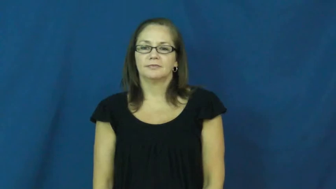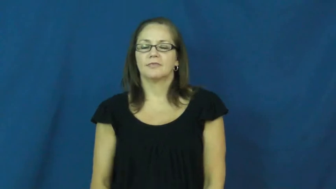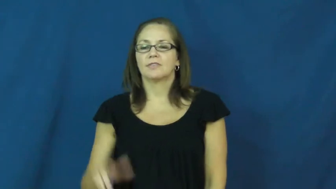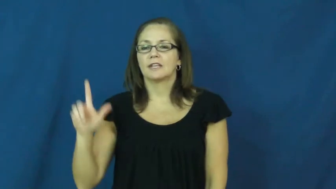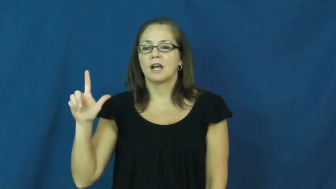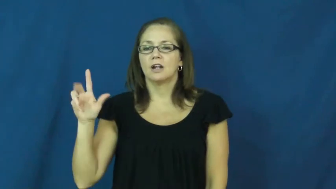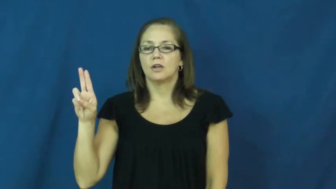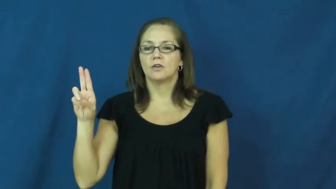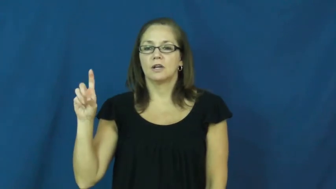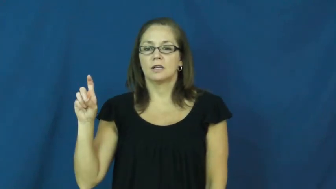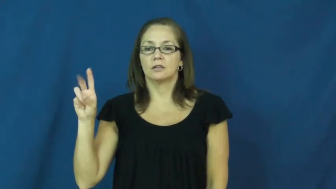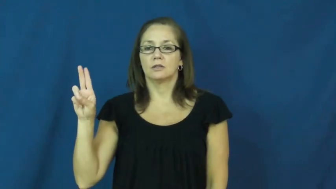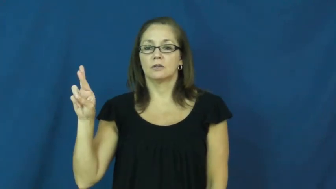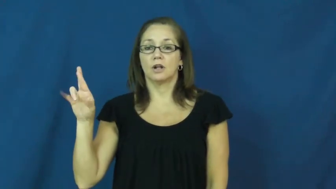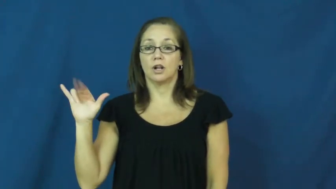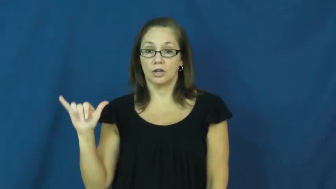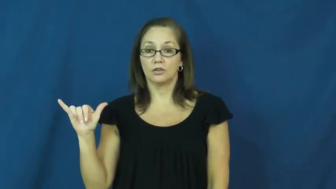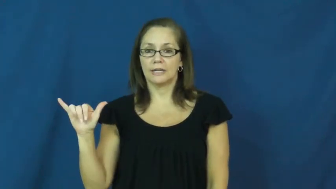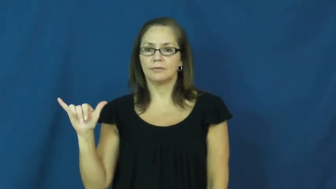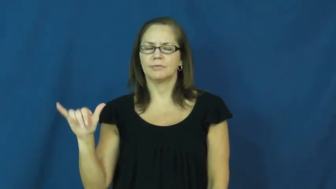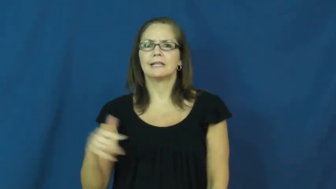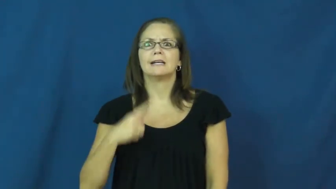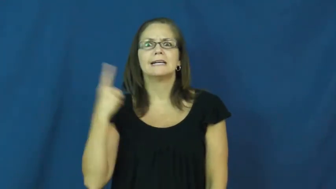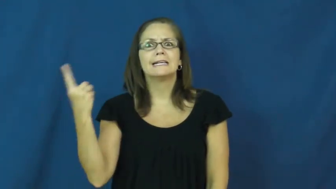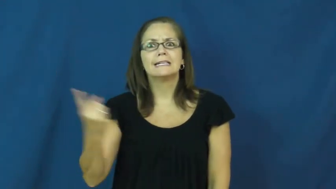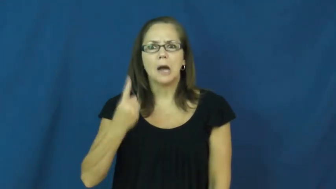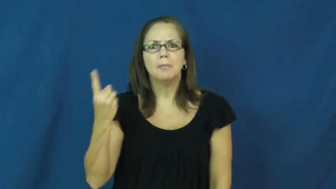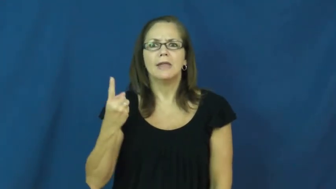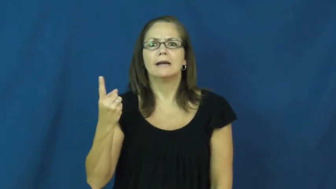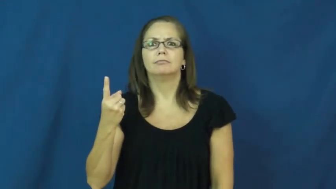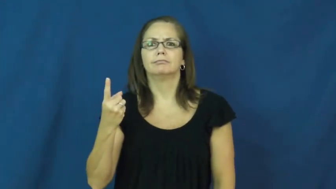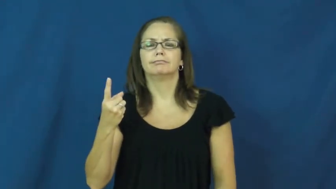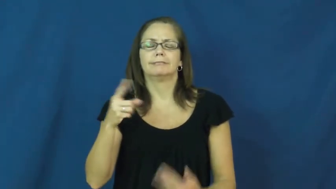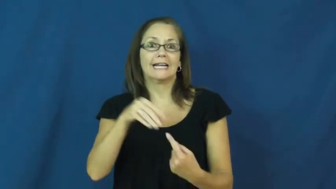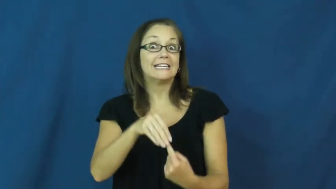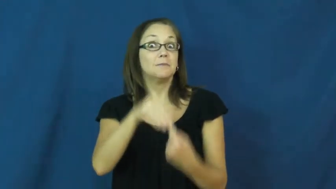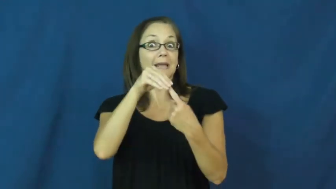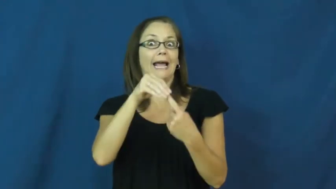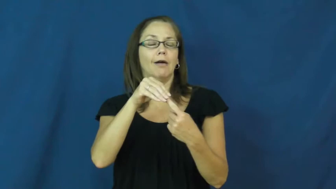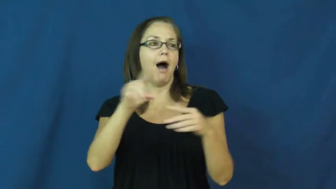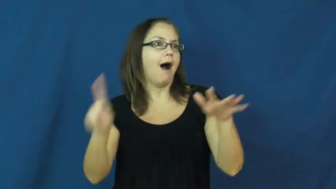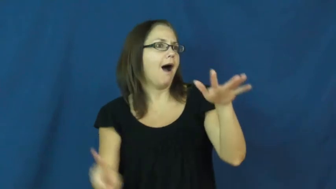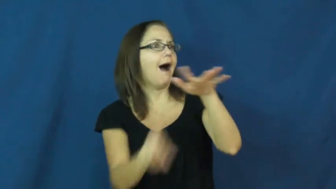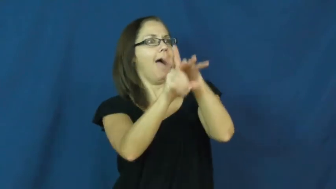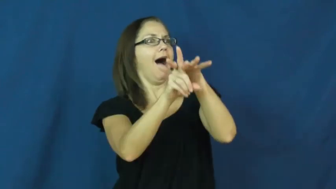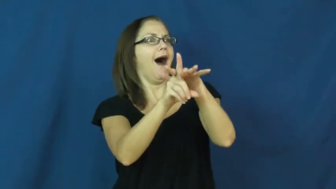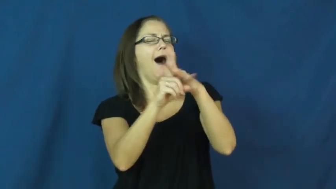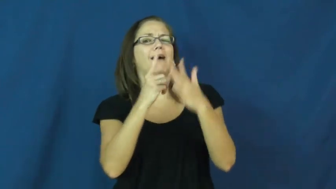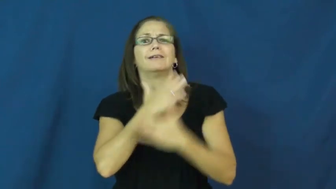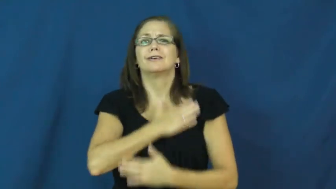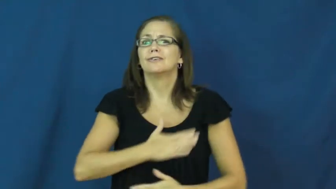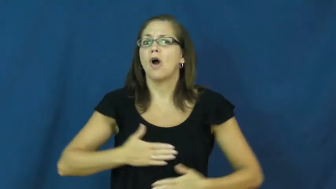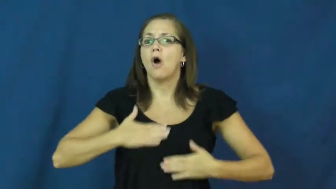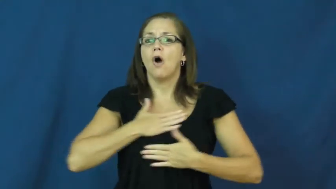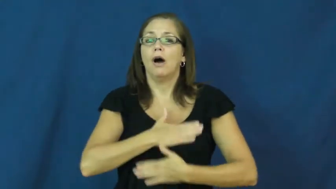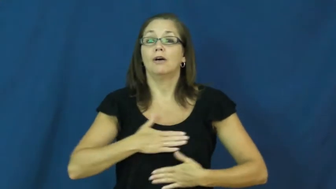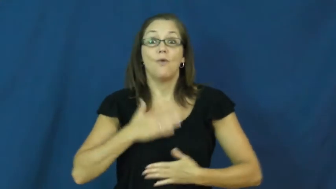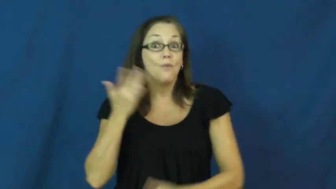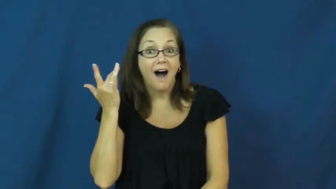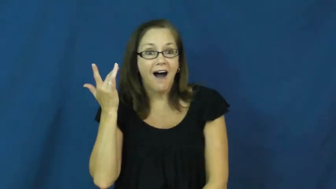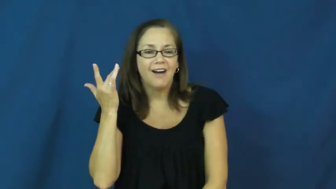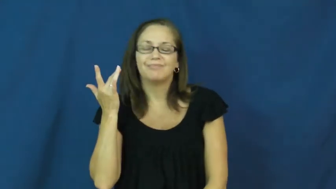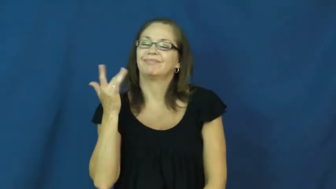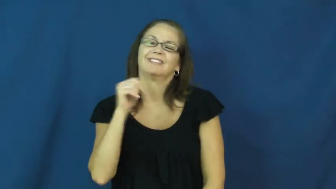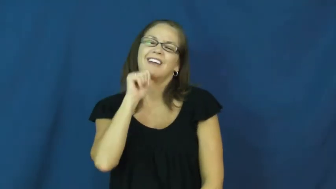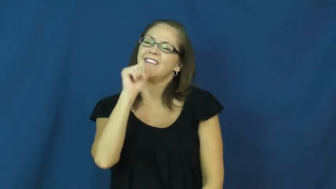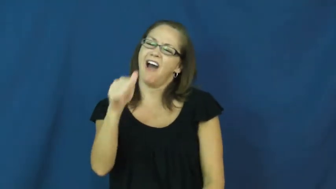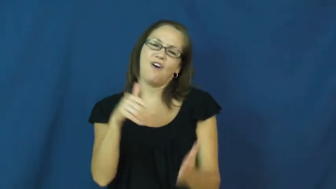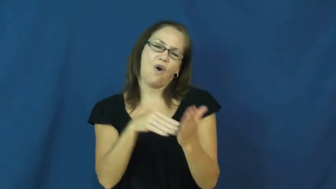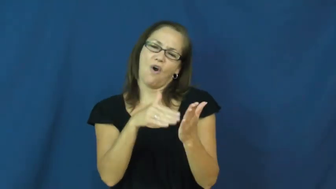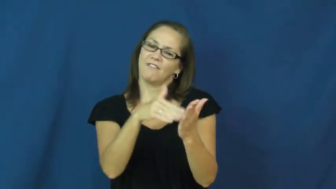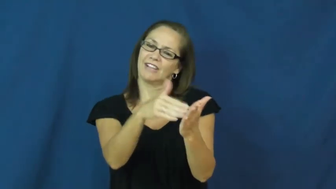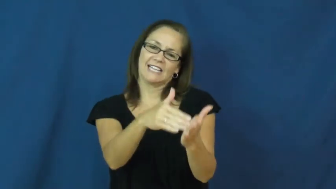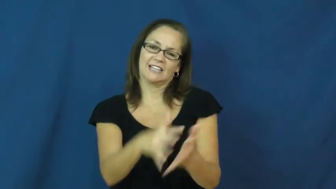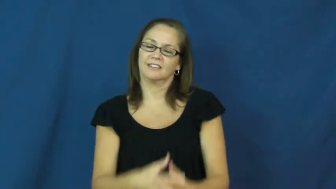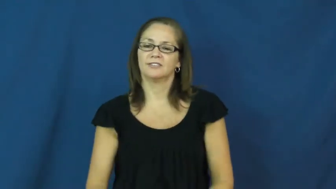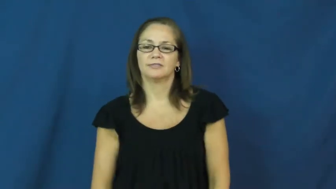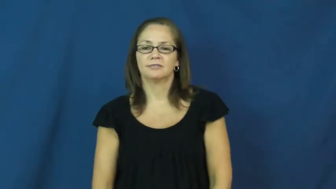luxury-special